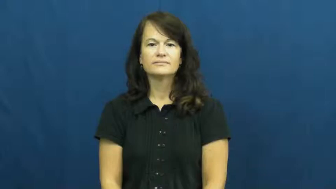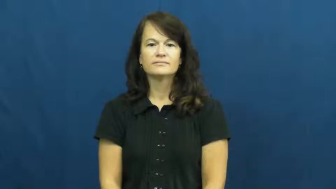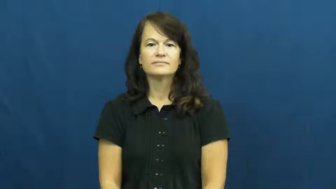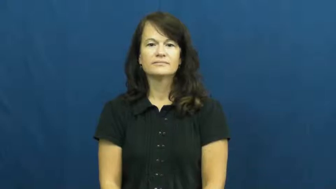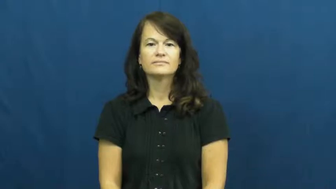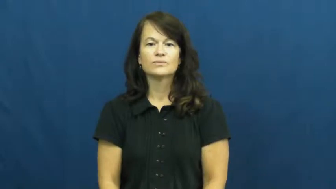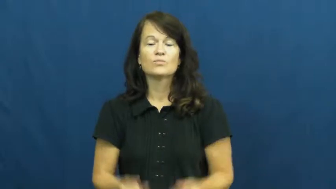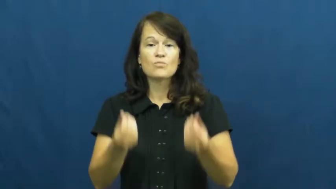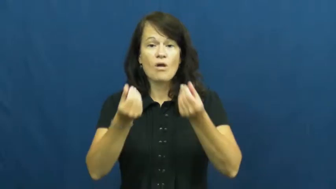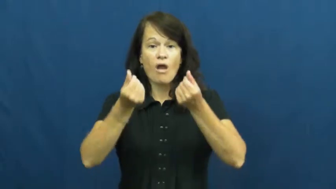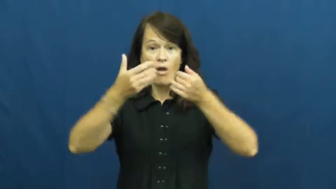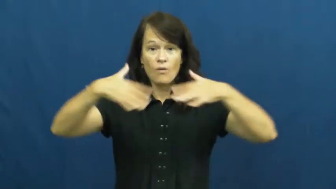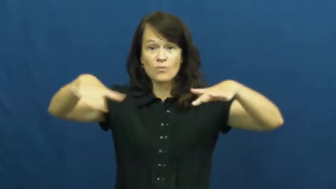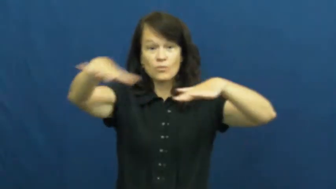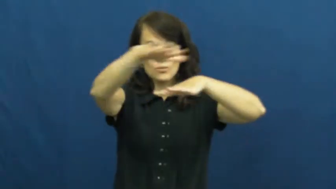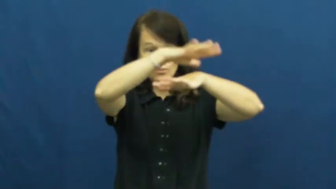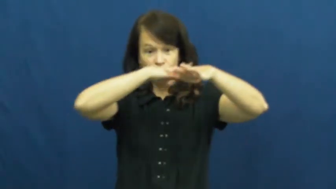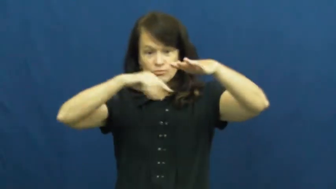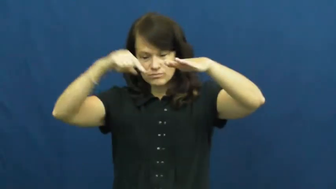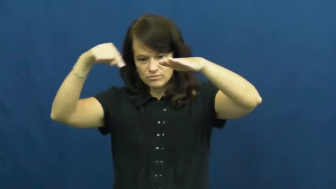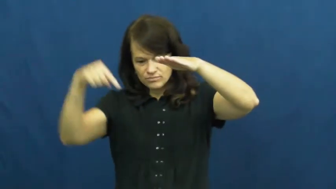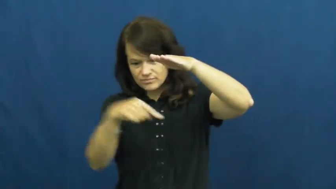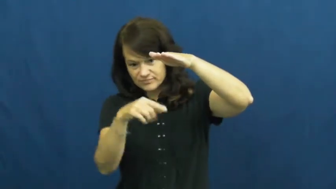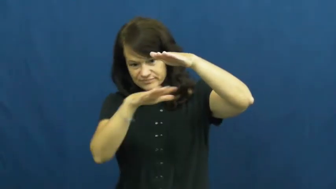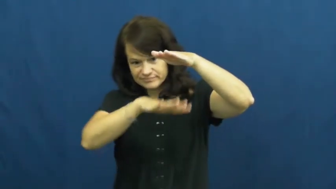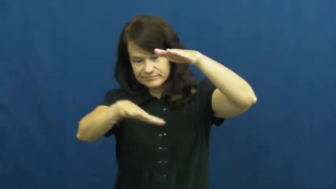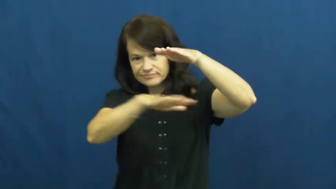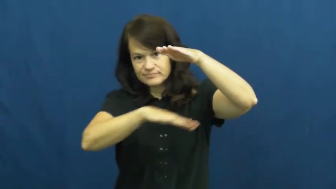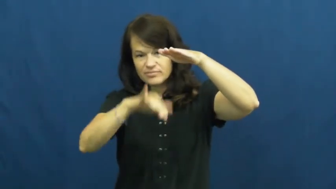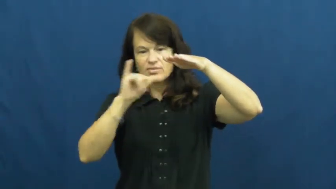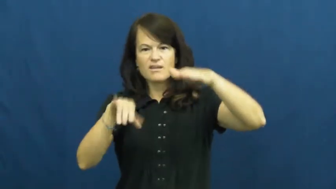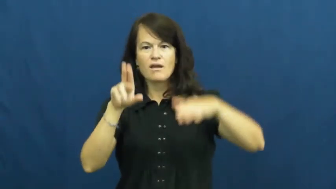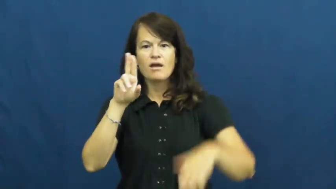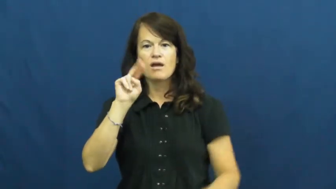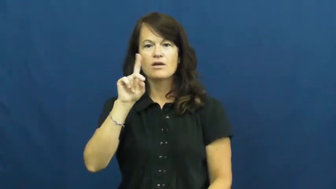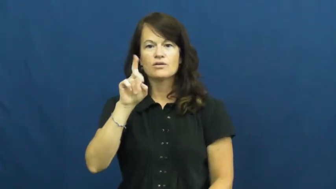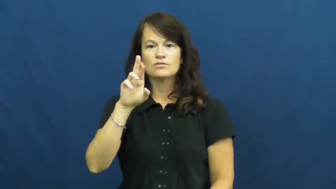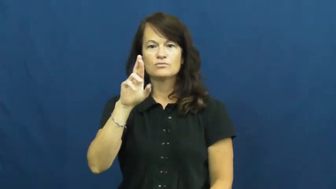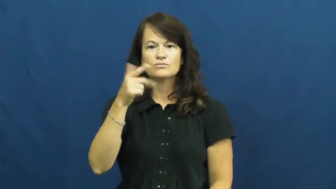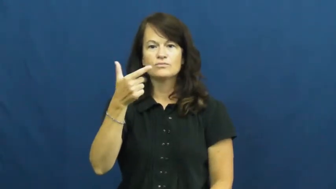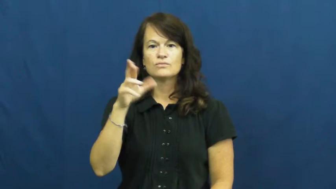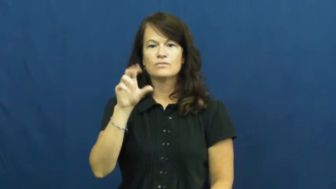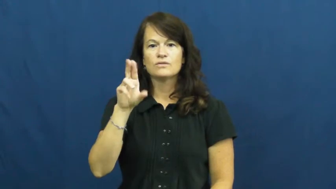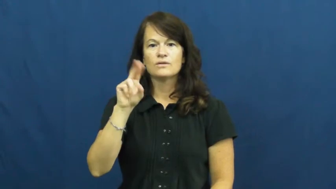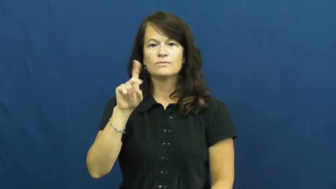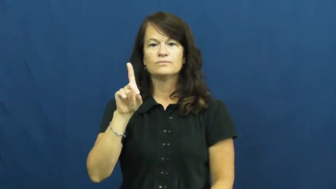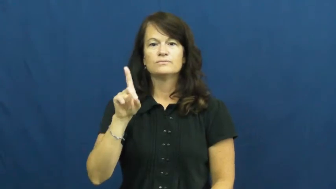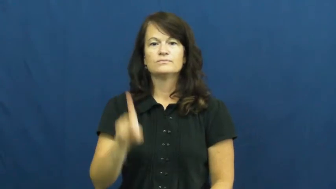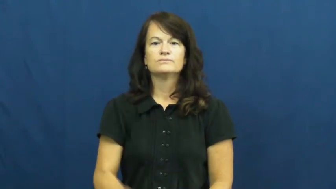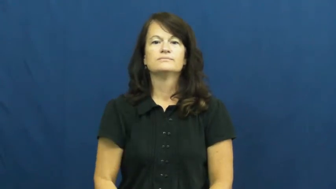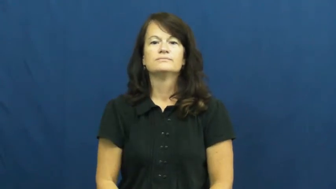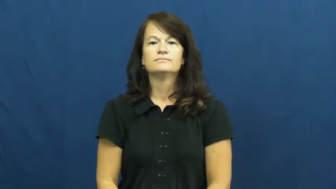underground-land